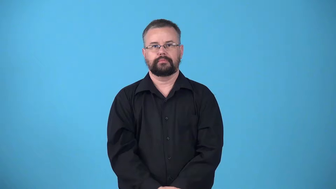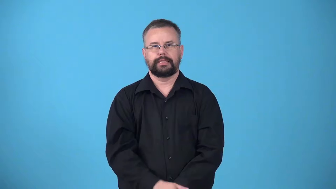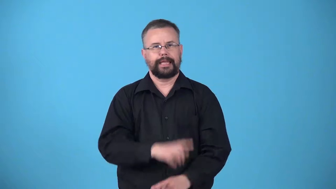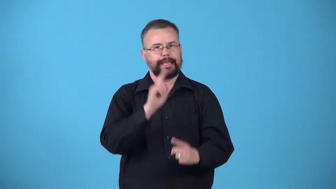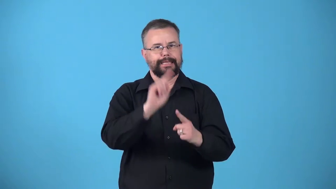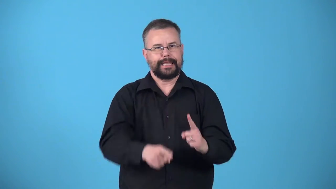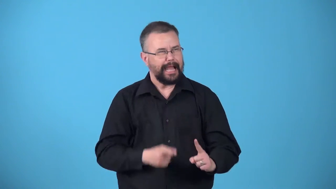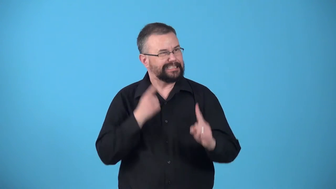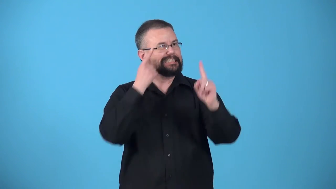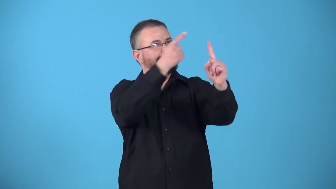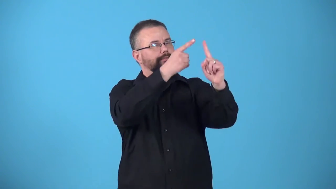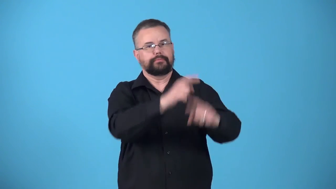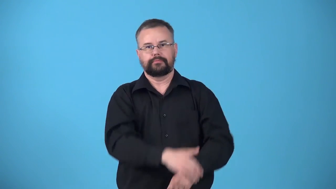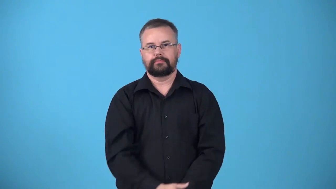unreachable-goal